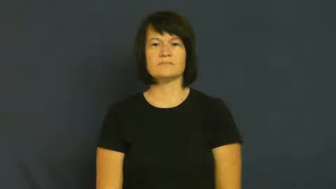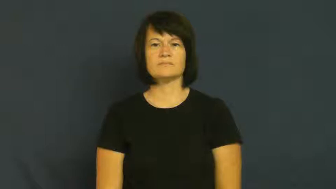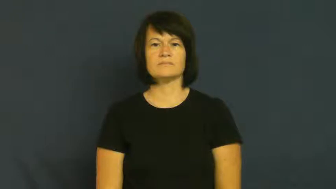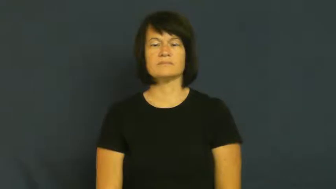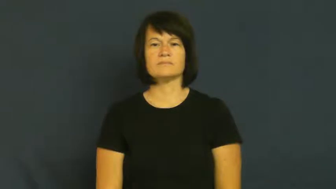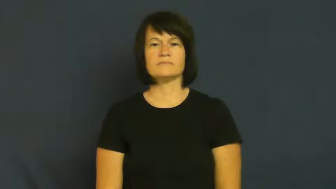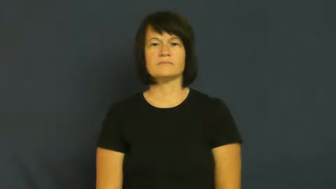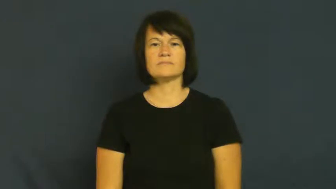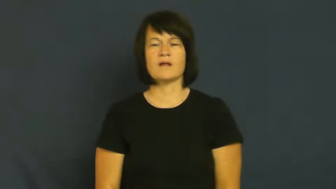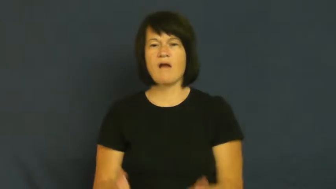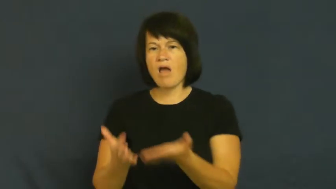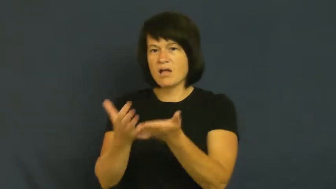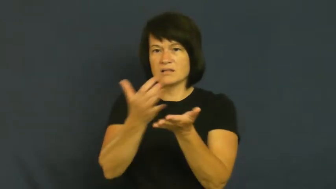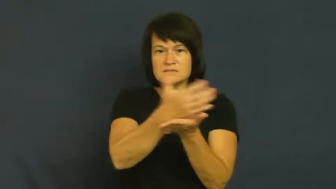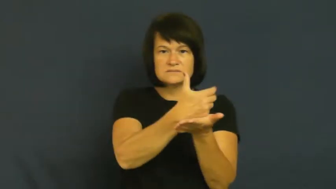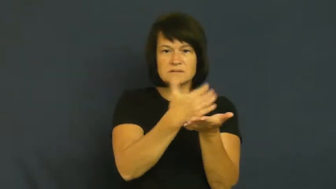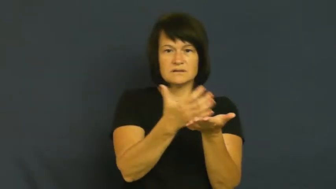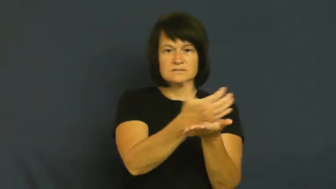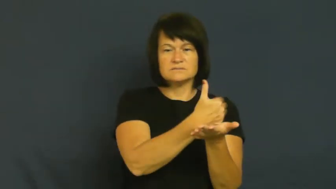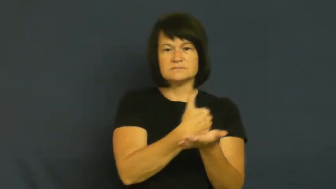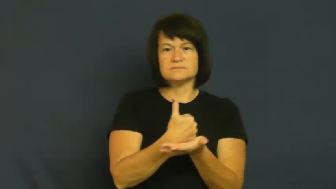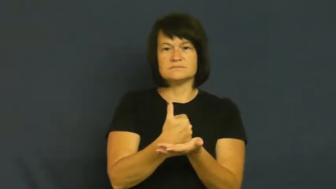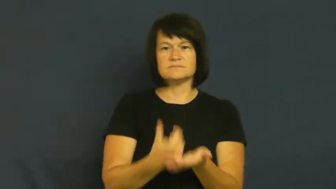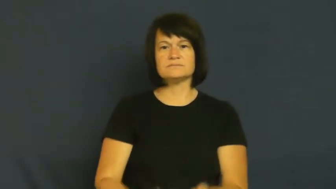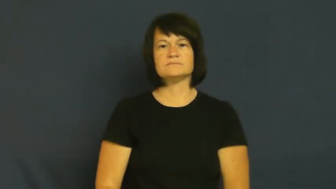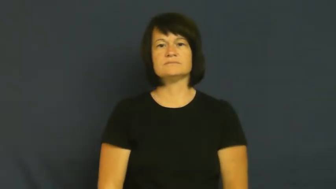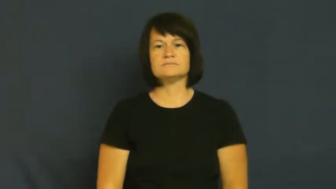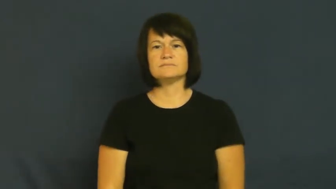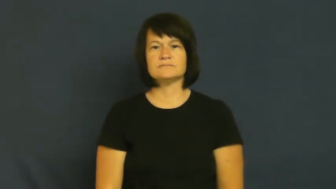glean-collect